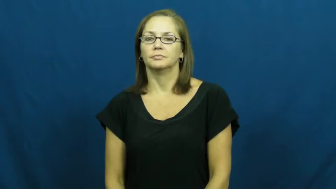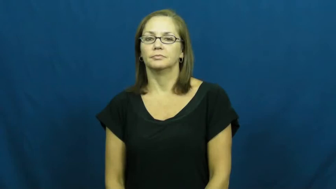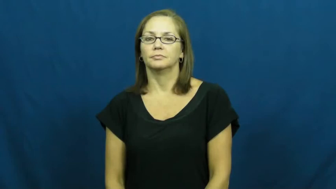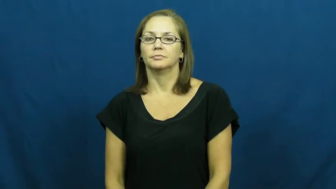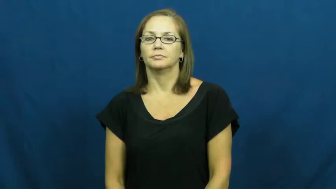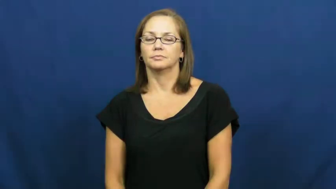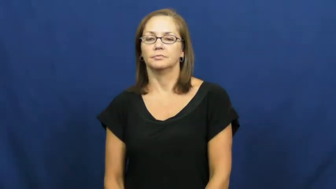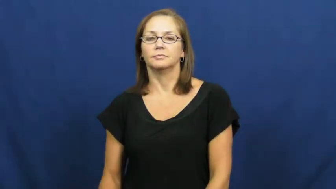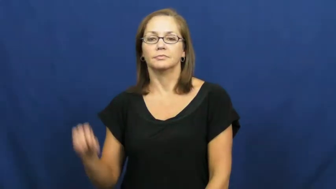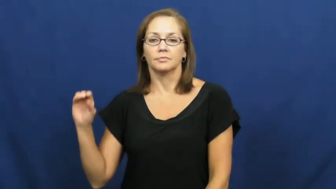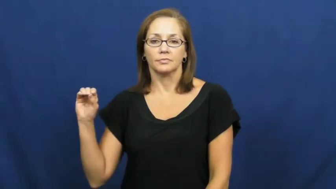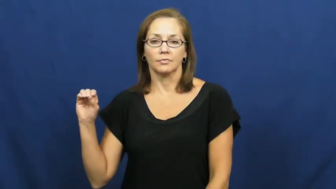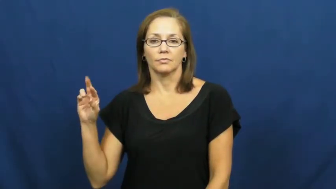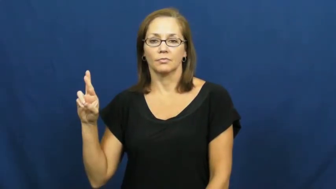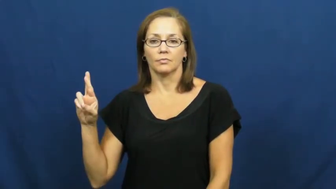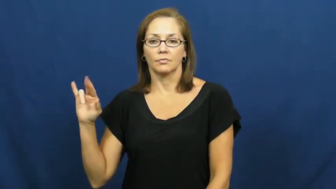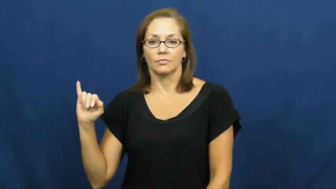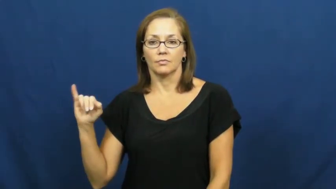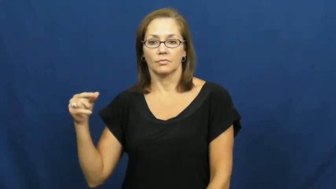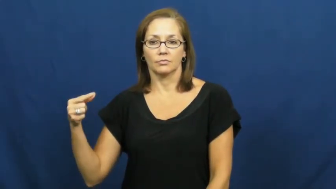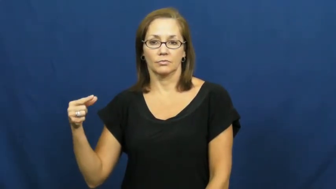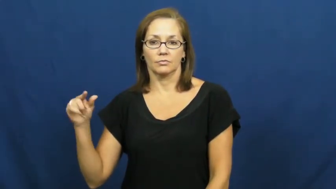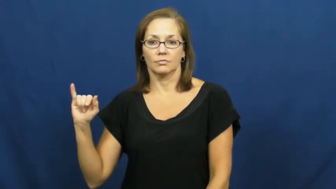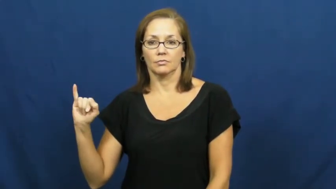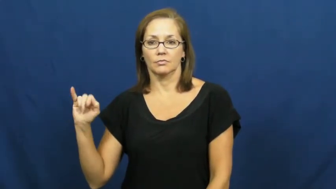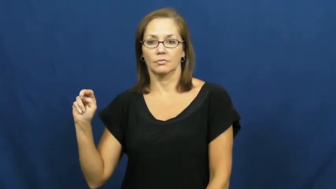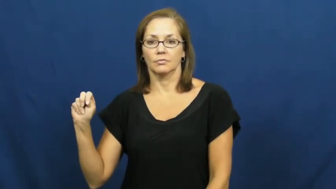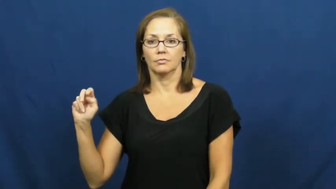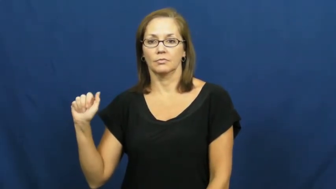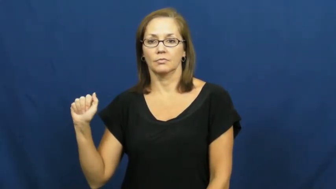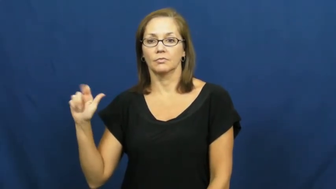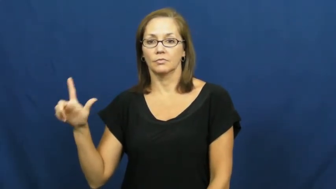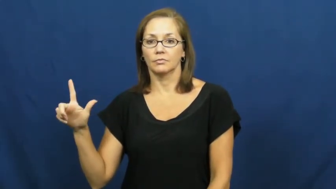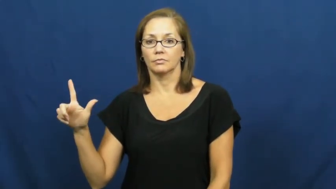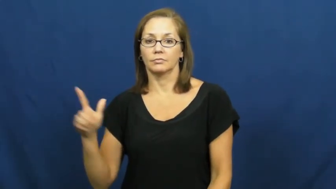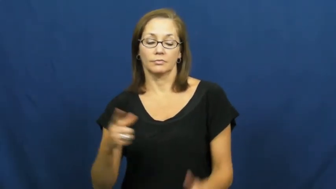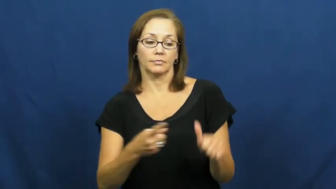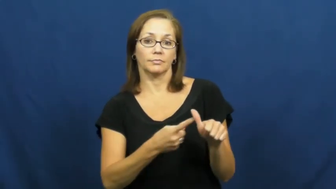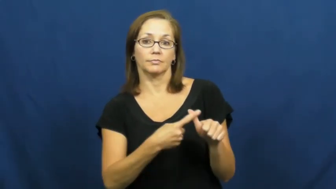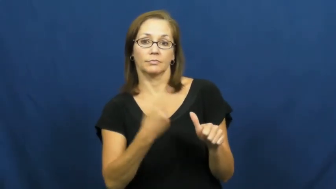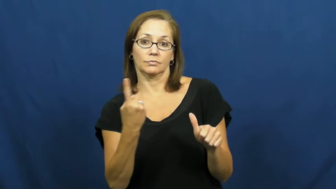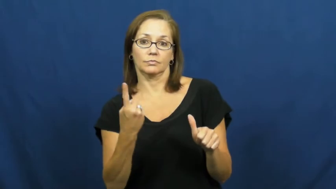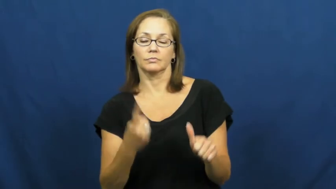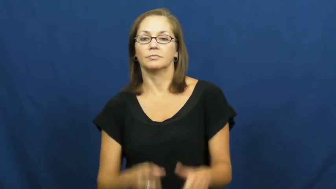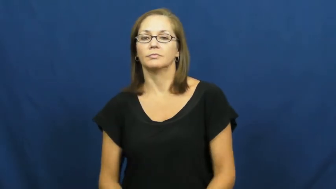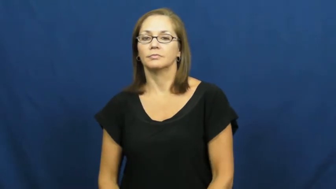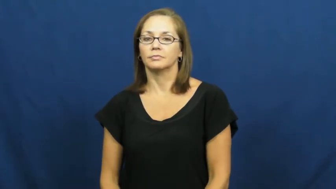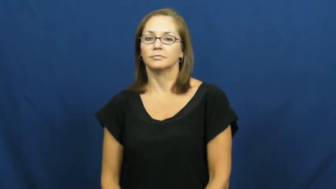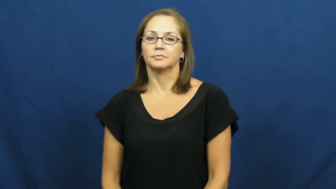original